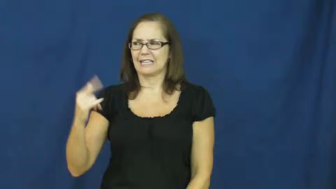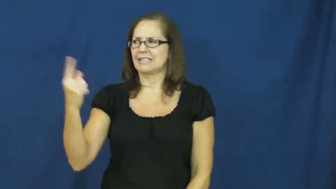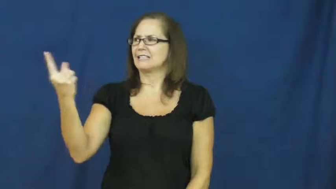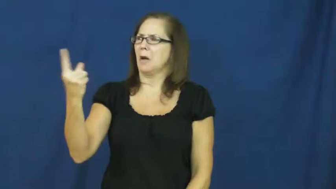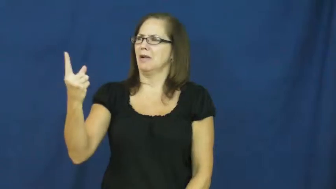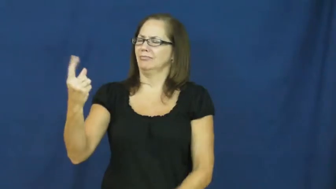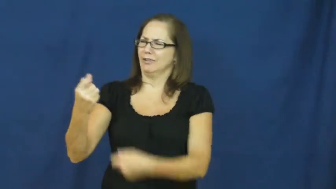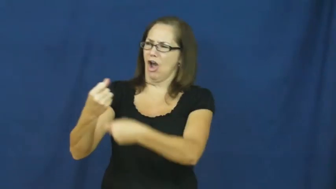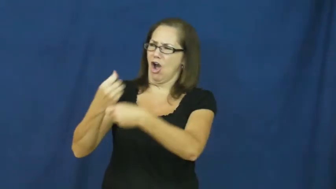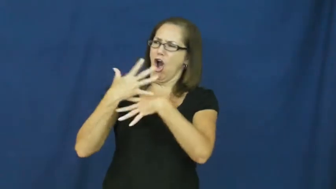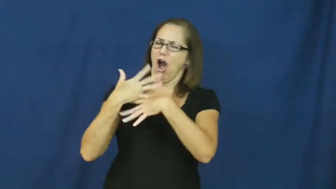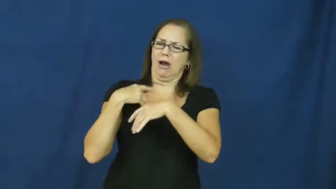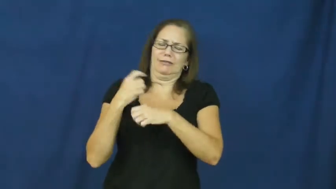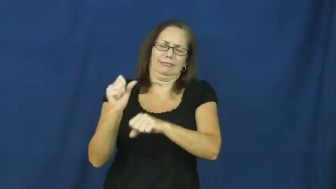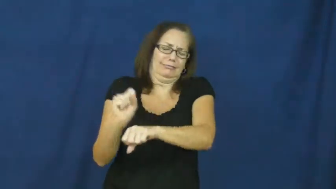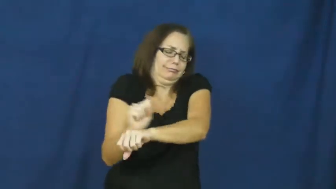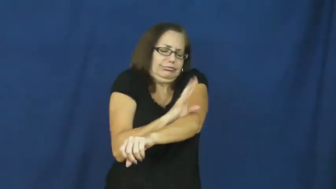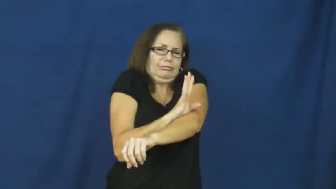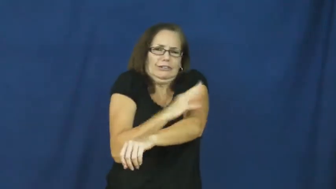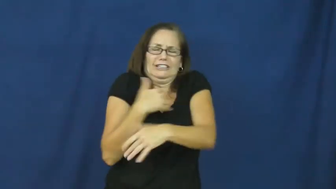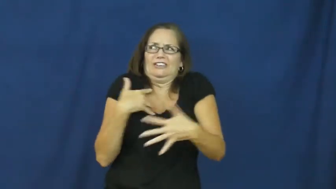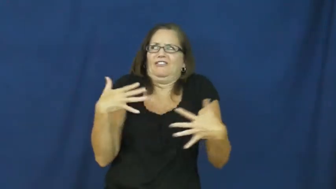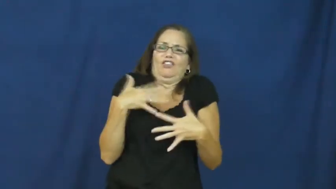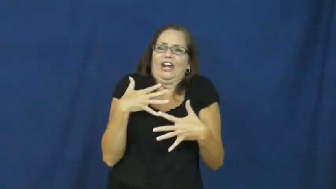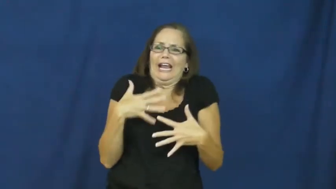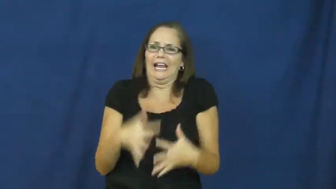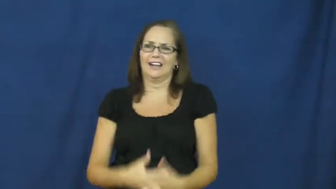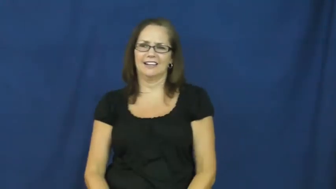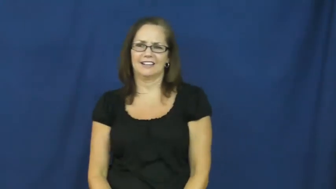creepy,crawly